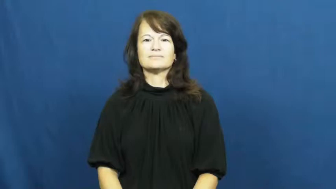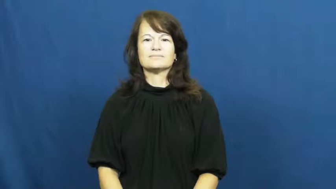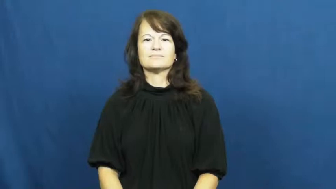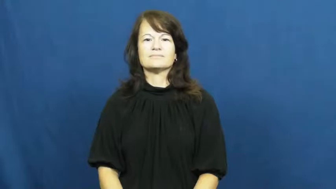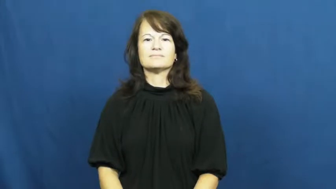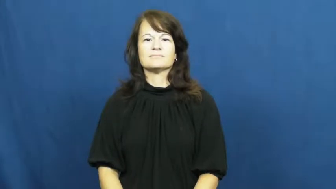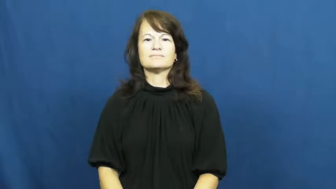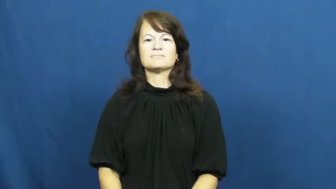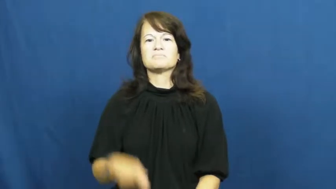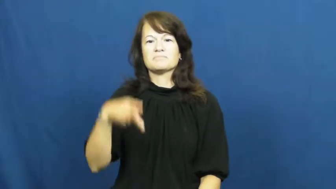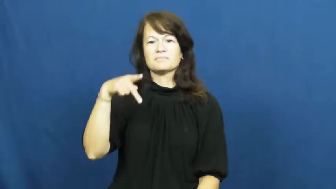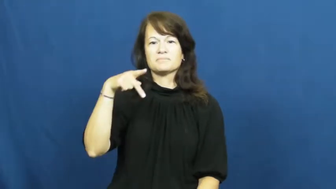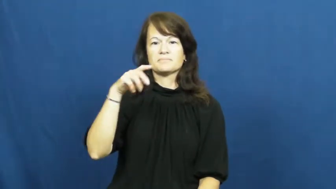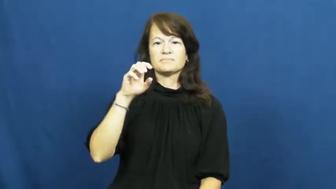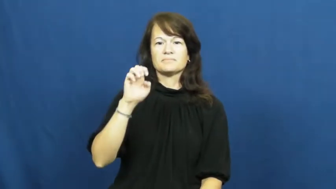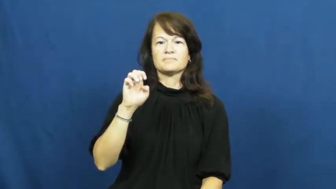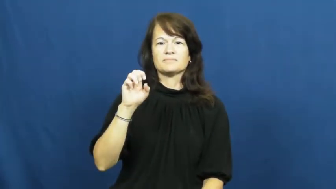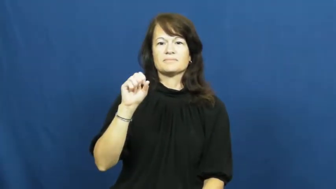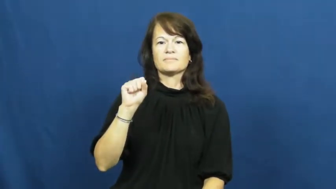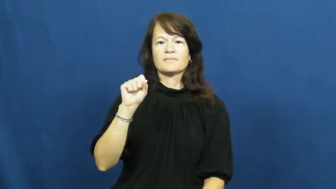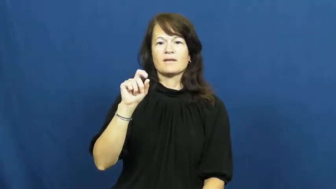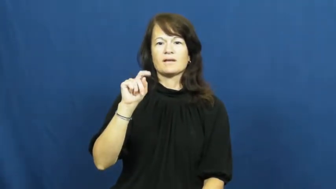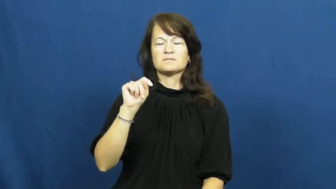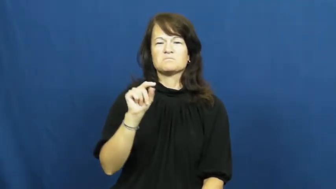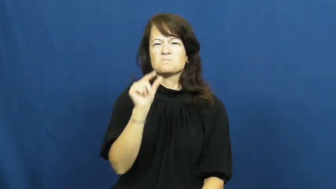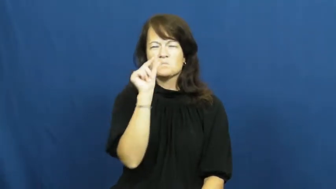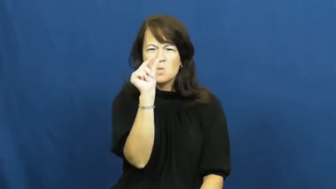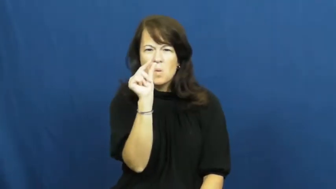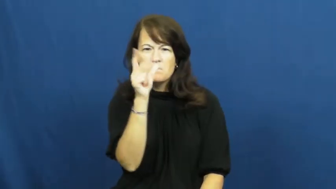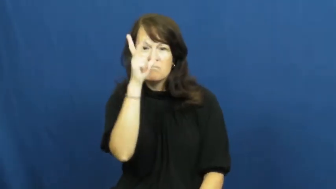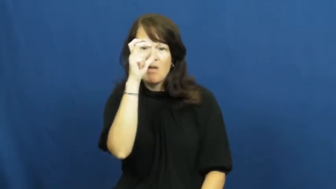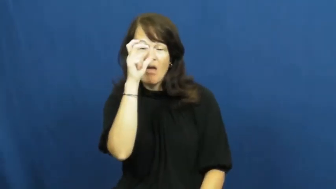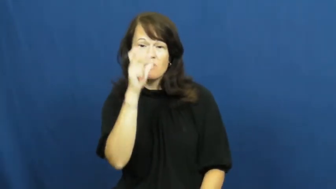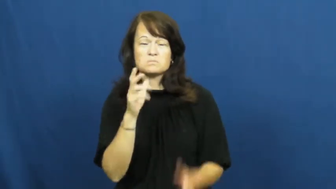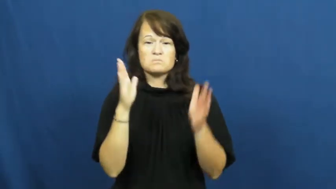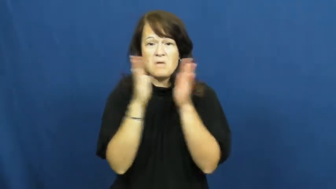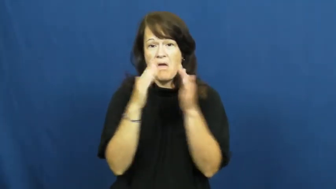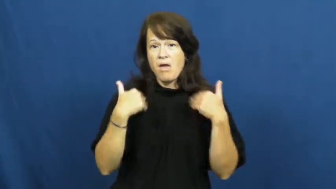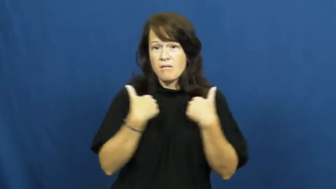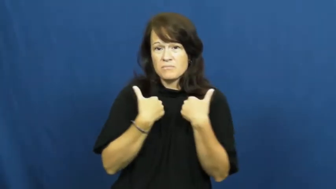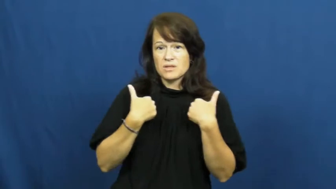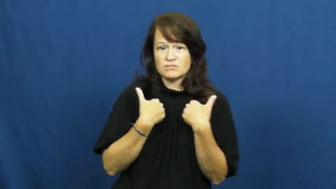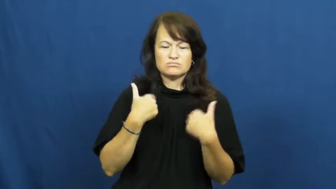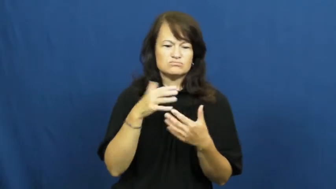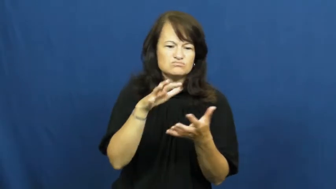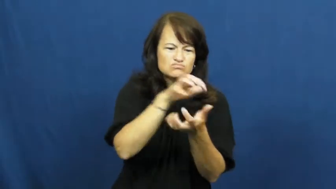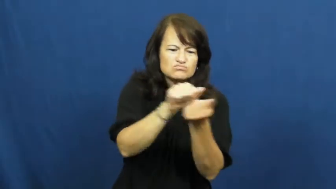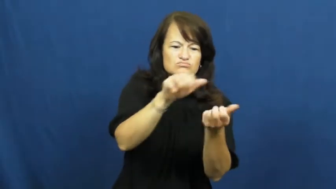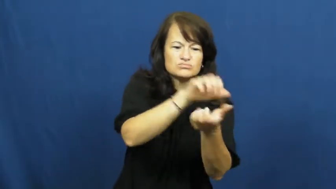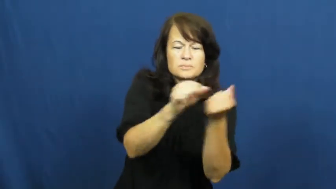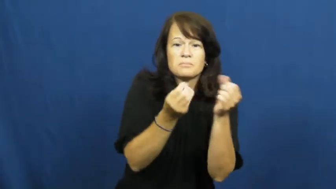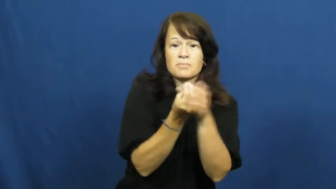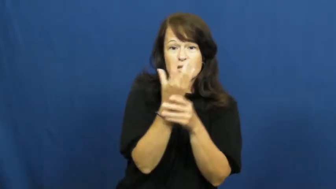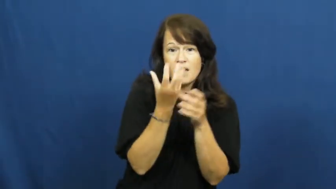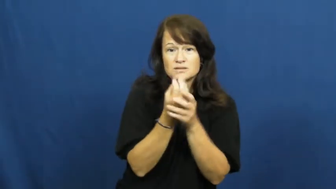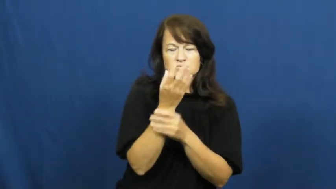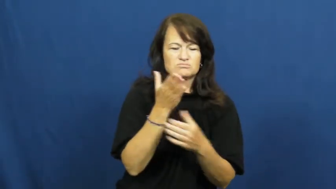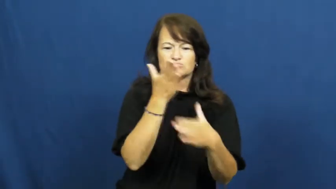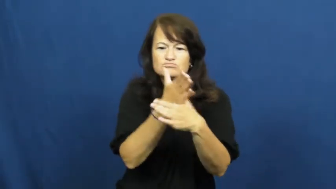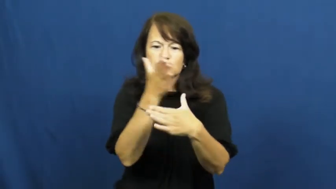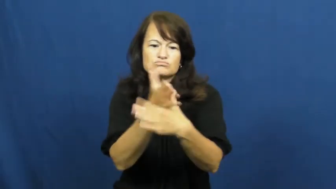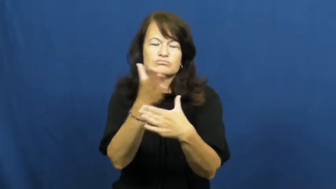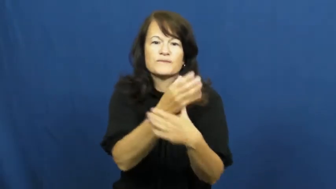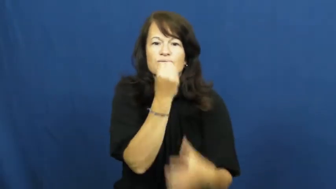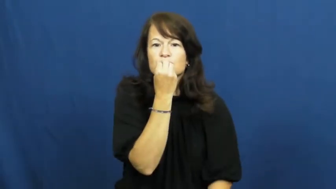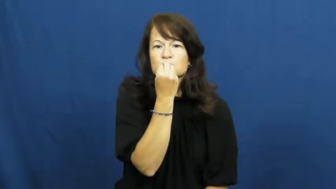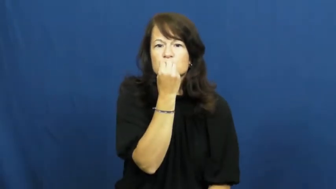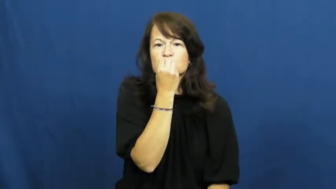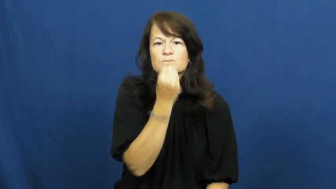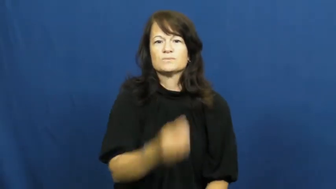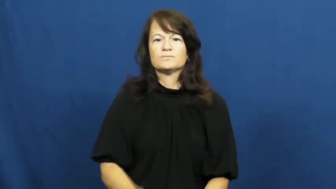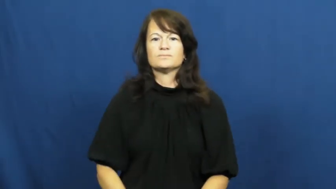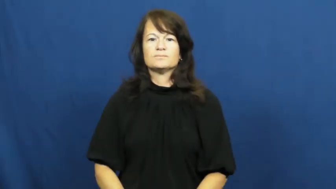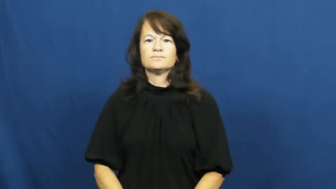pest-bug